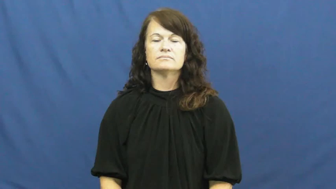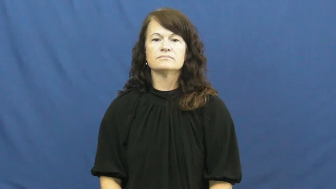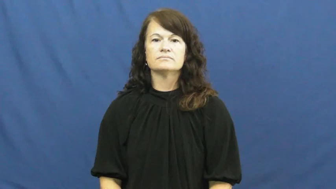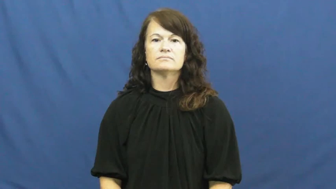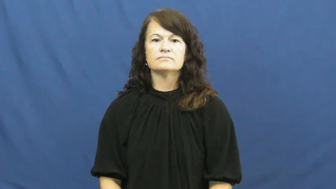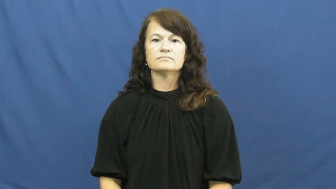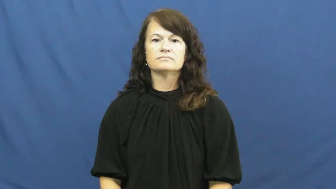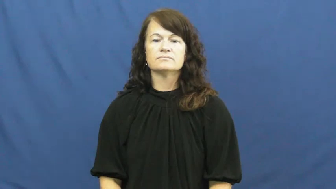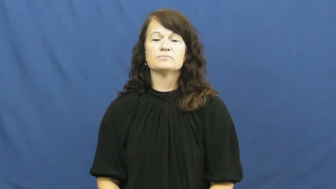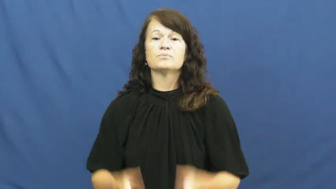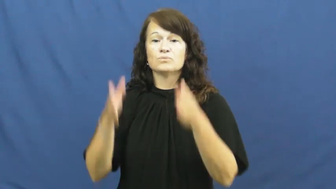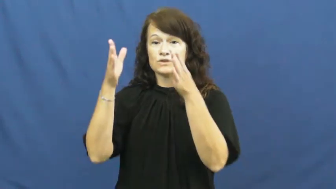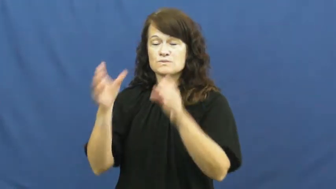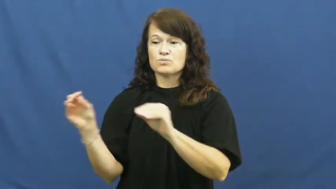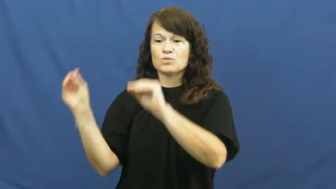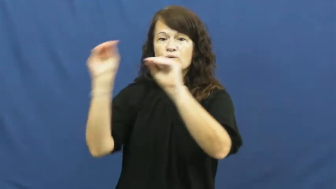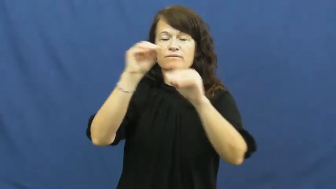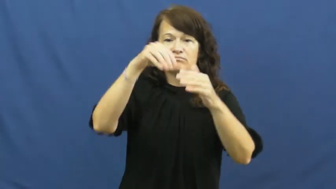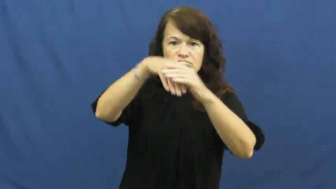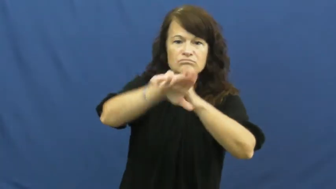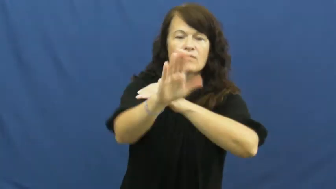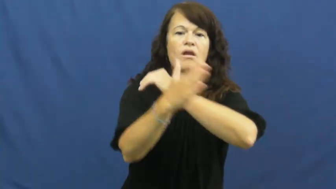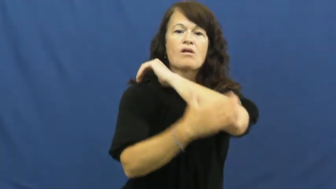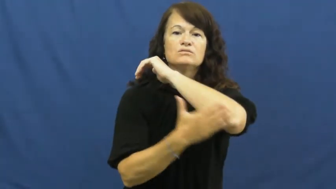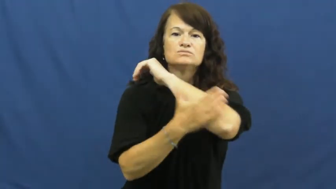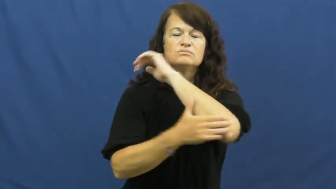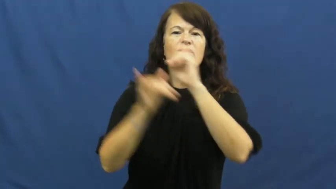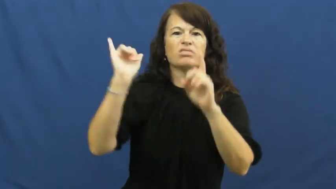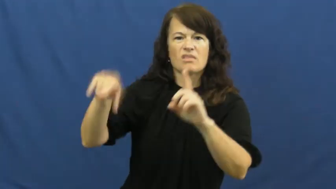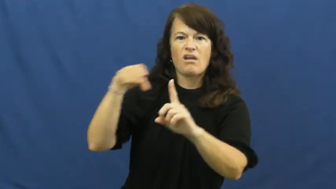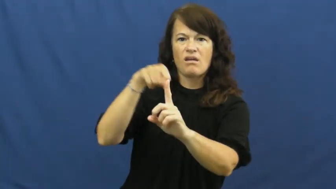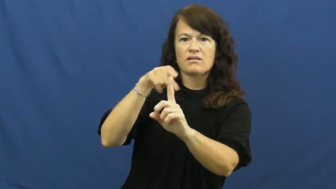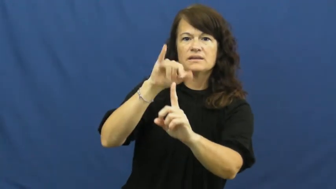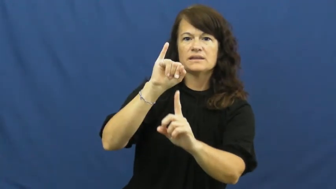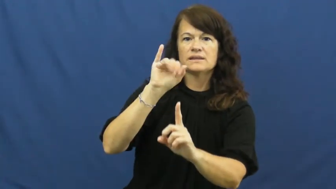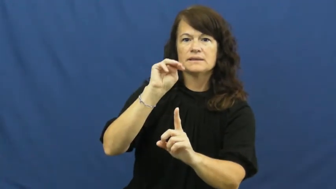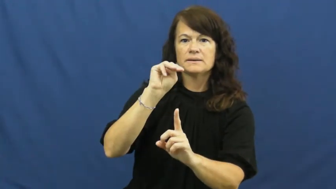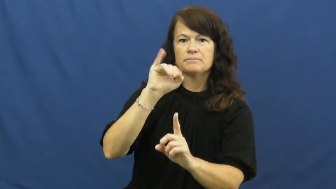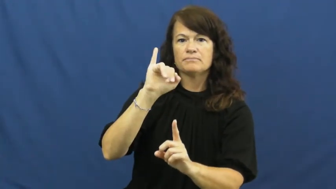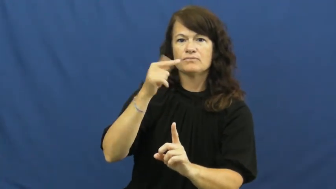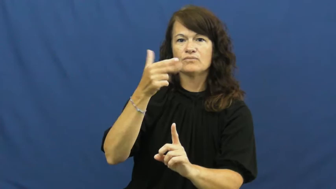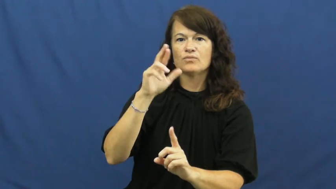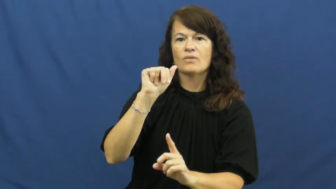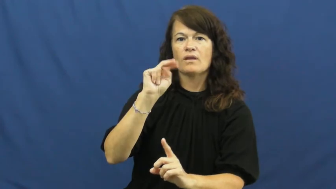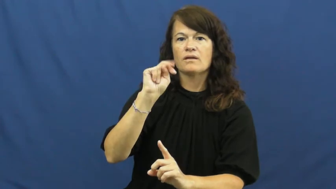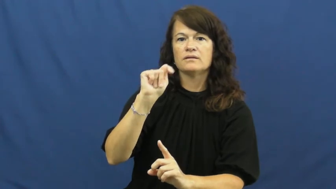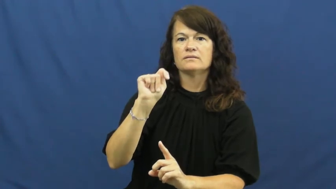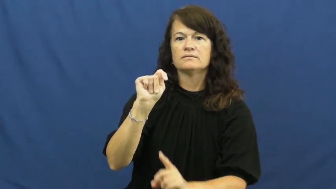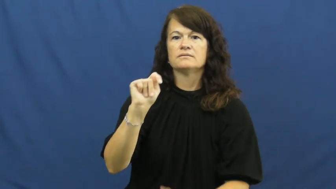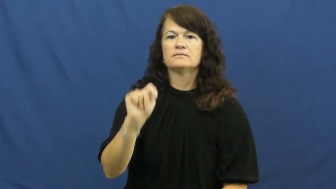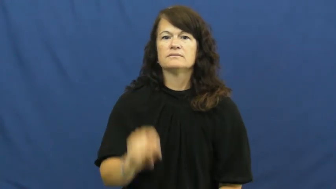immigrant